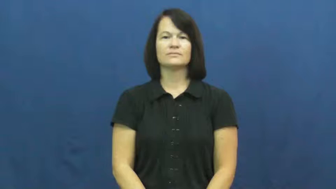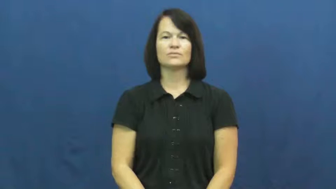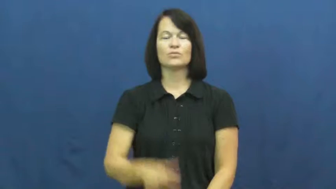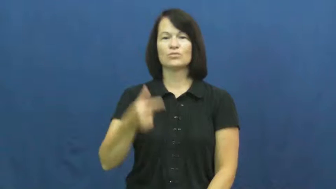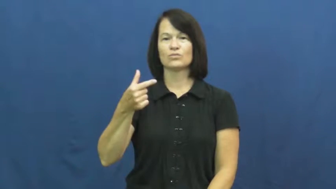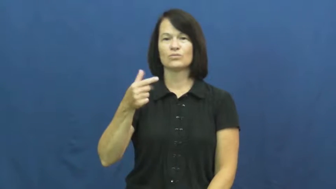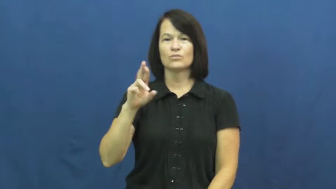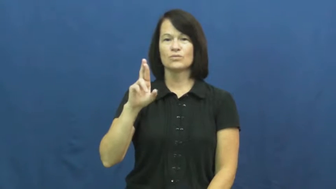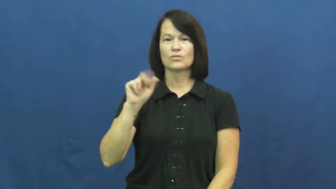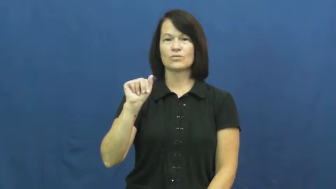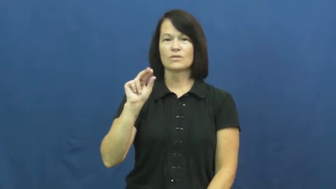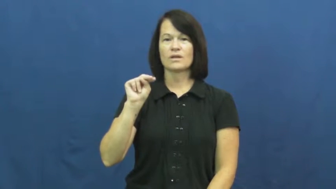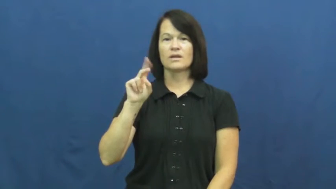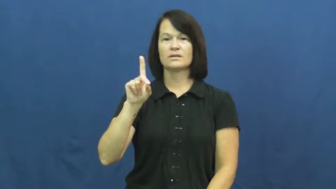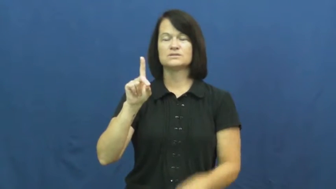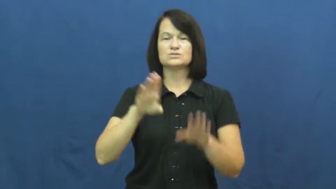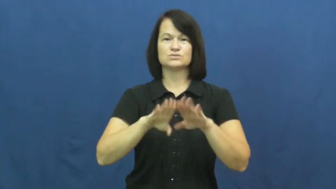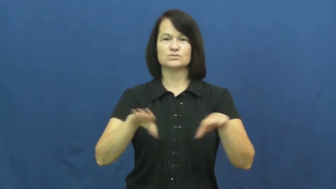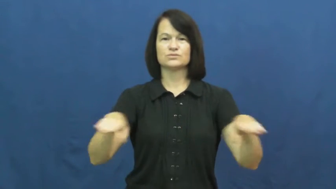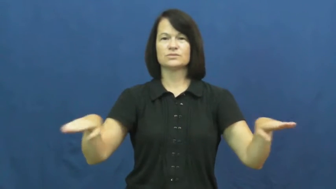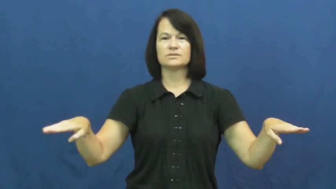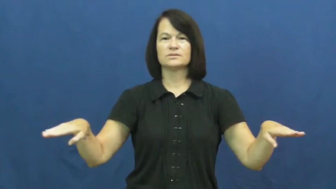grandchildren